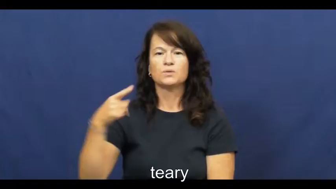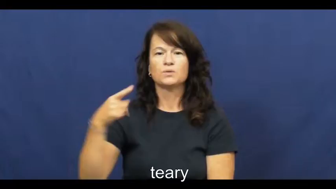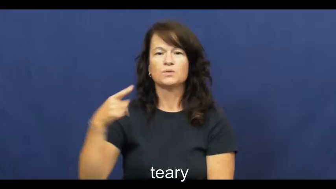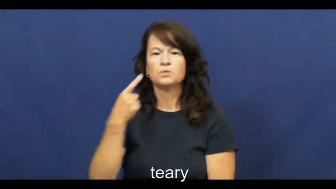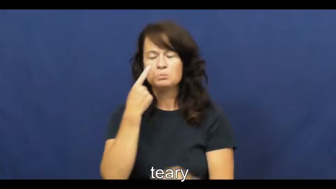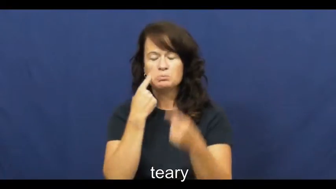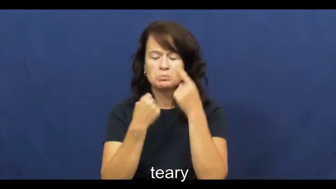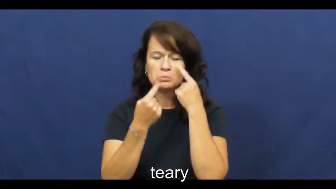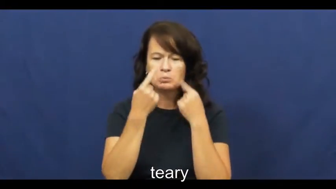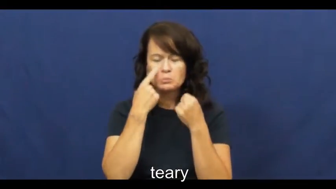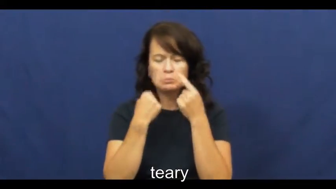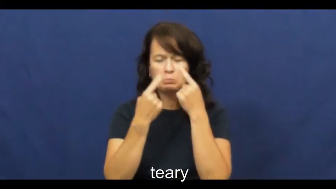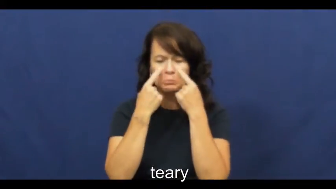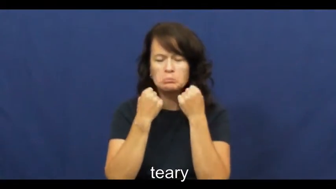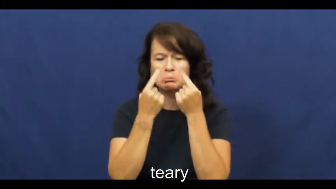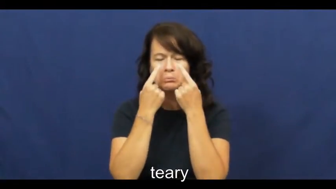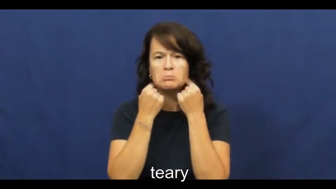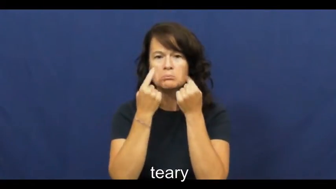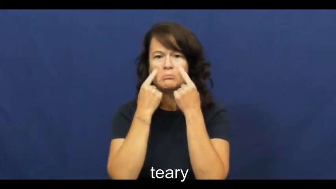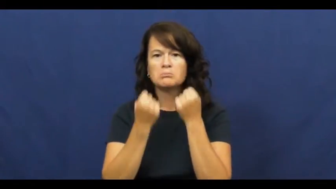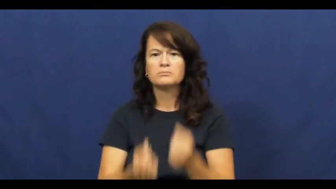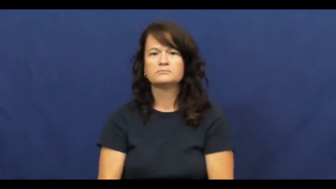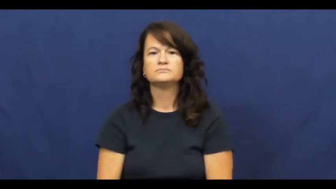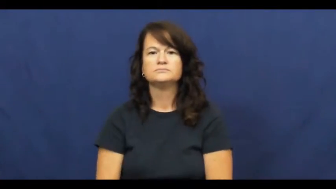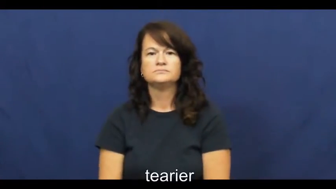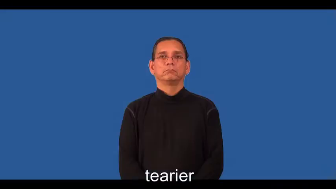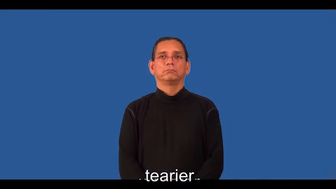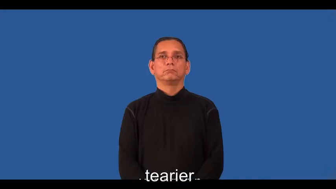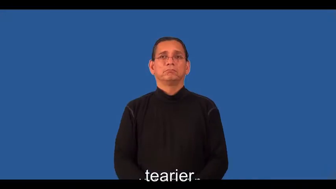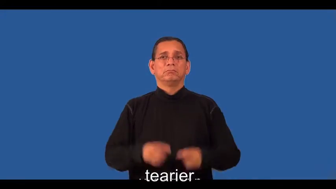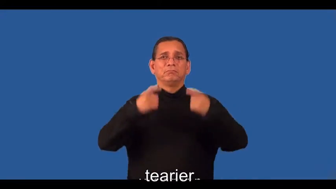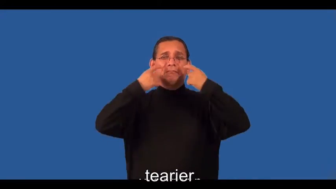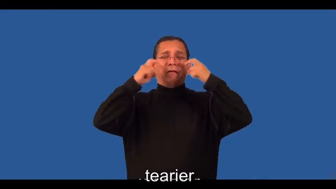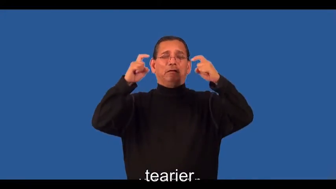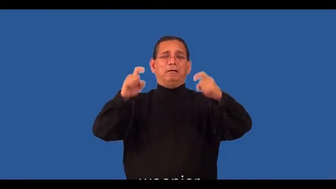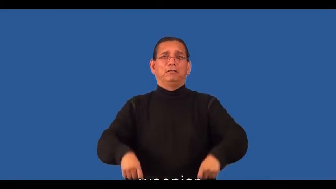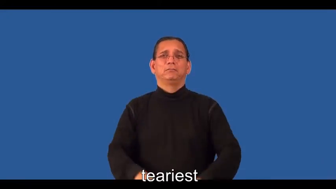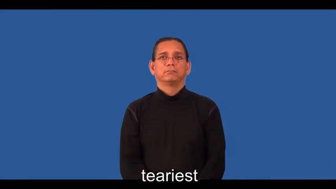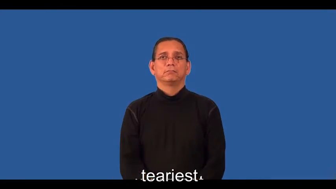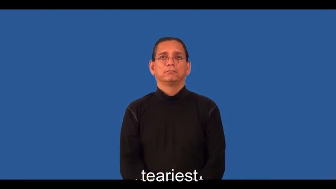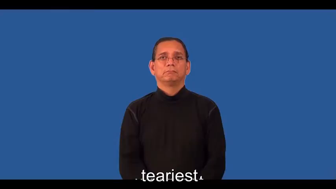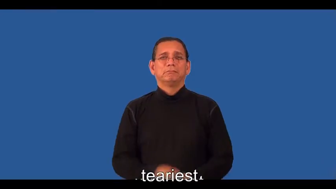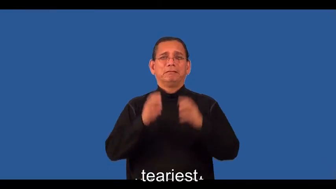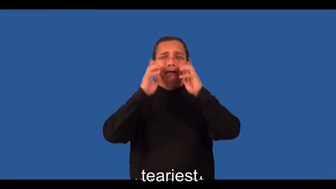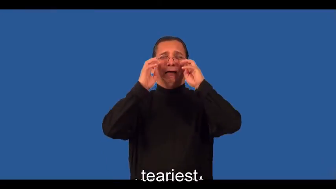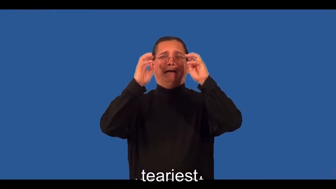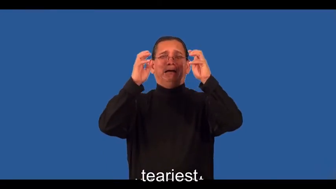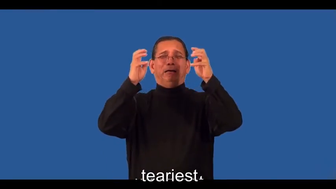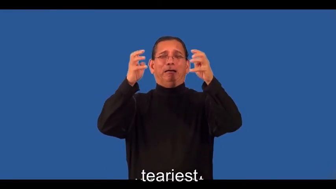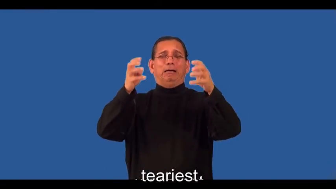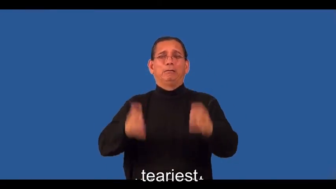tearier,teariest